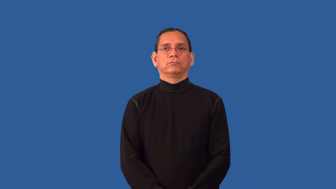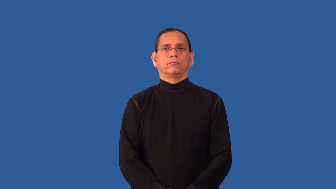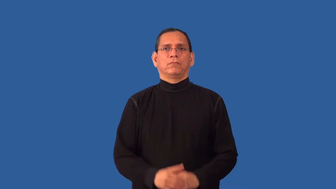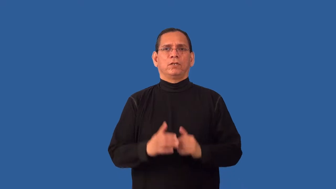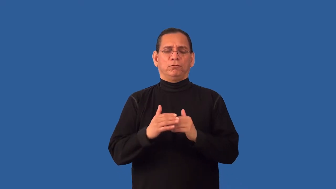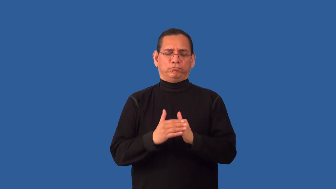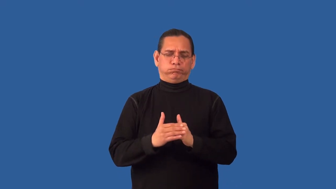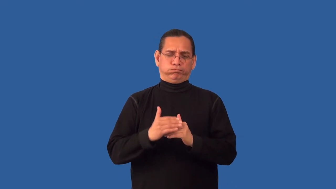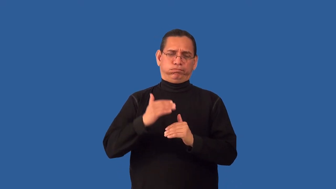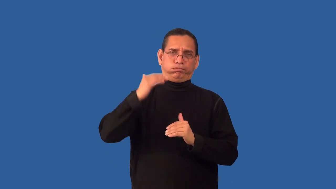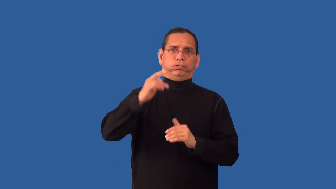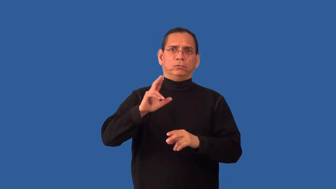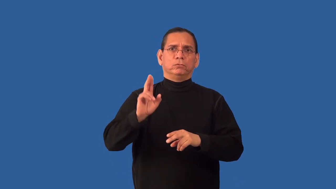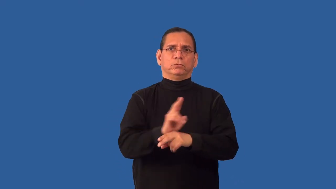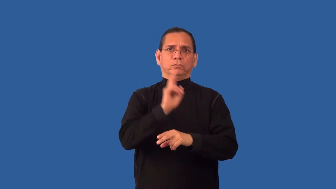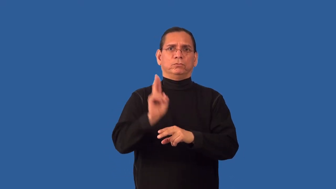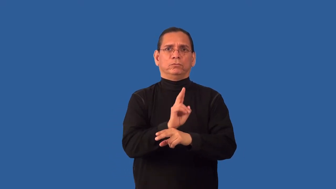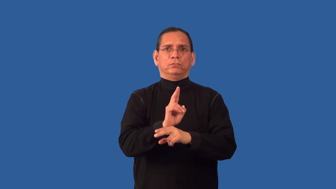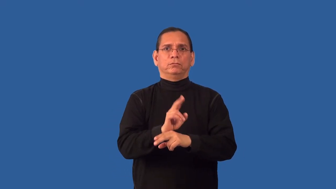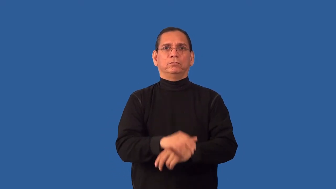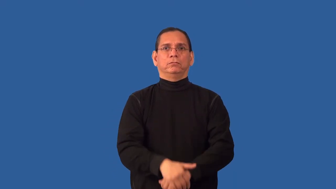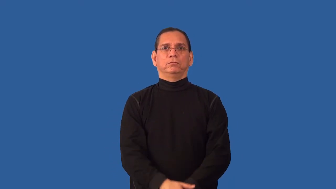overdo-use